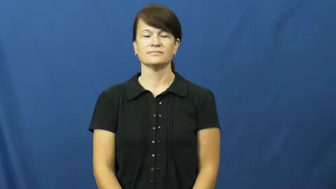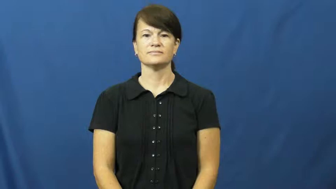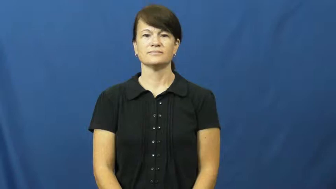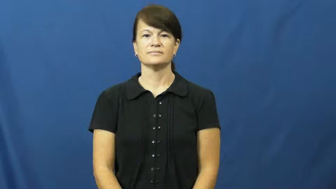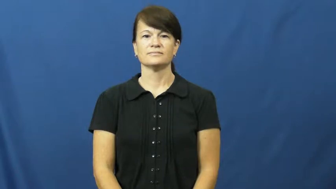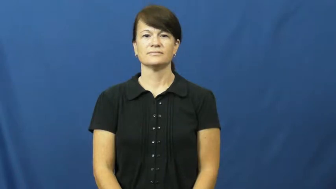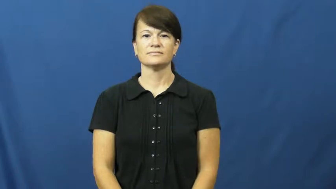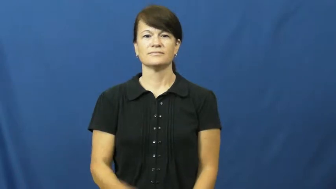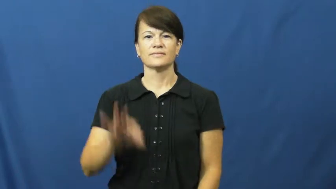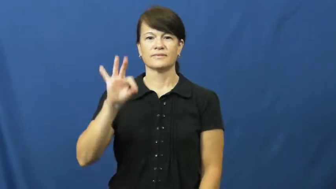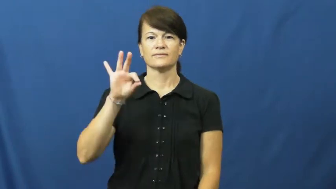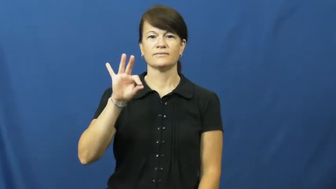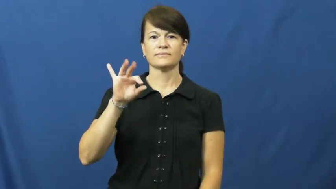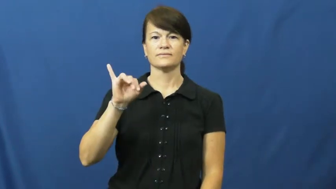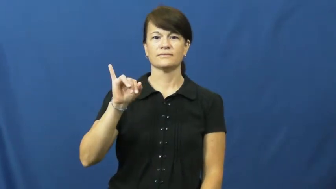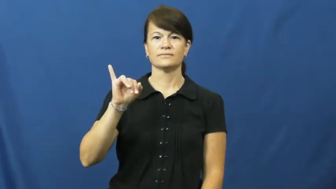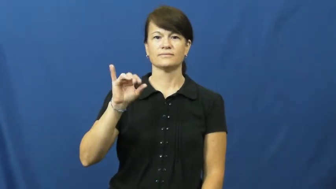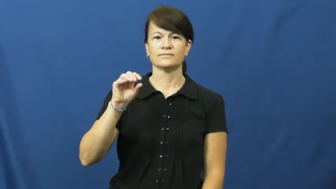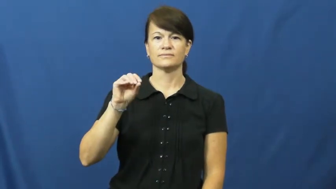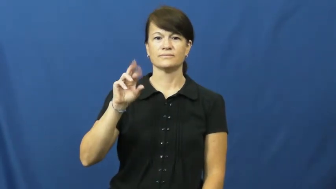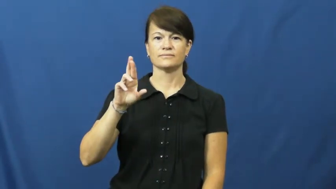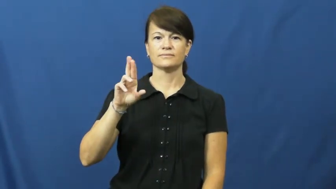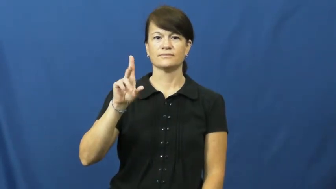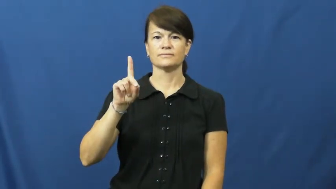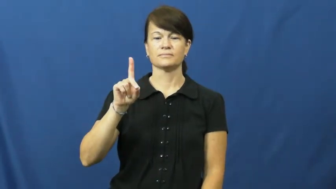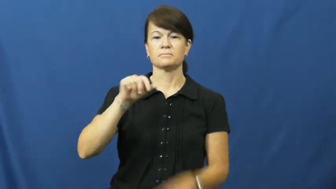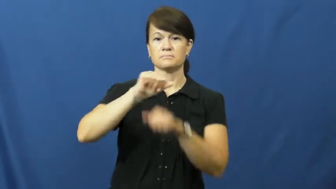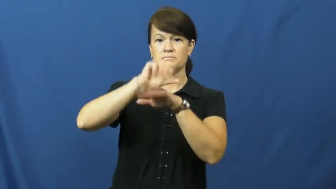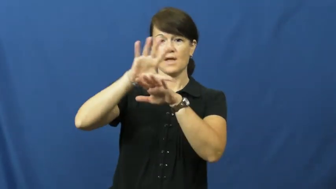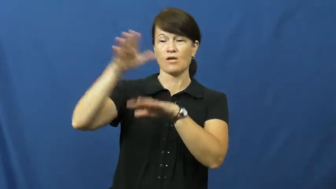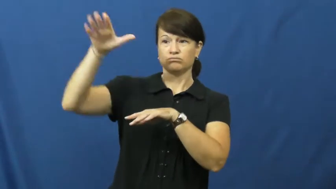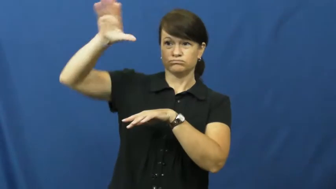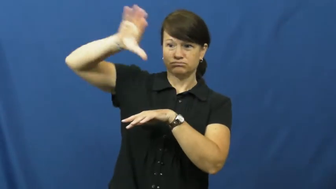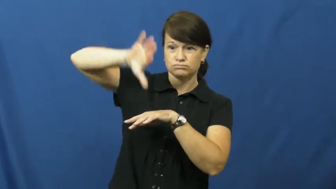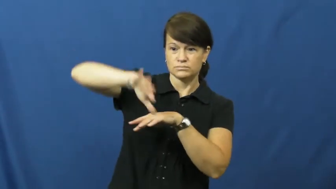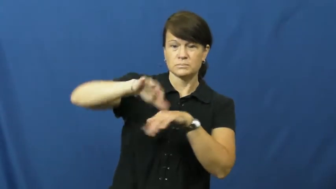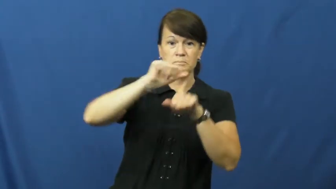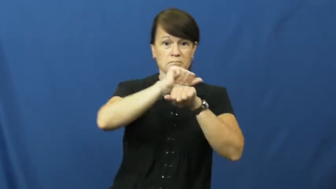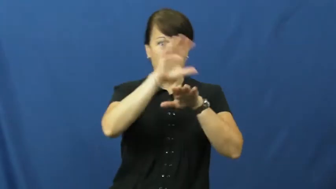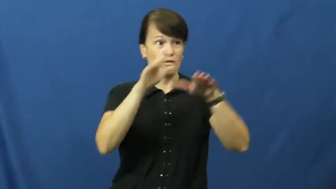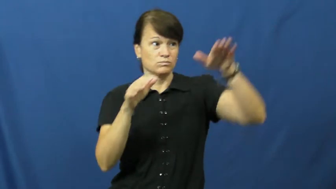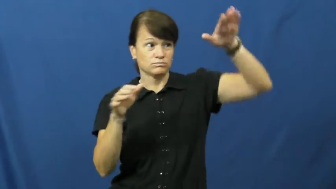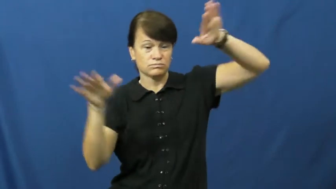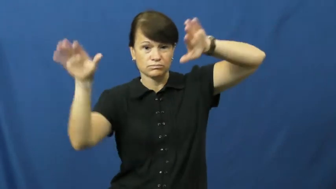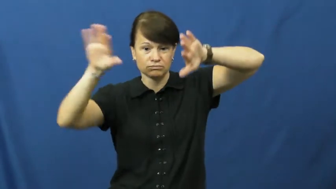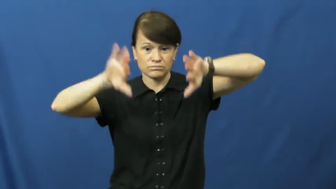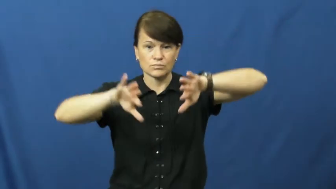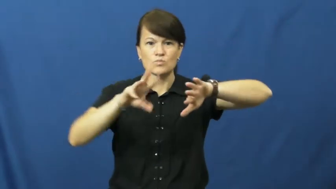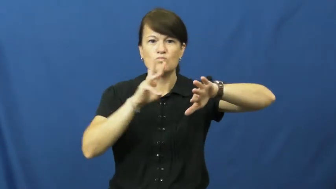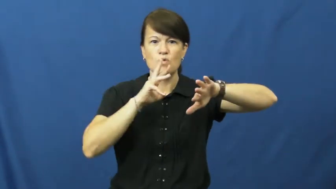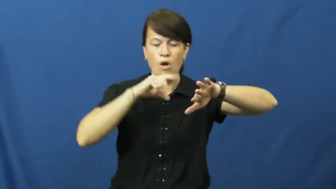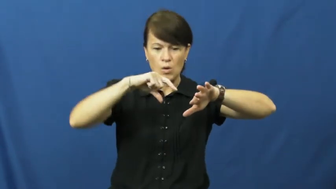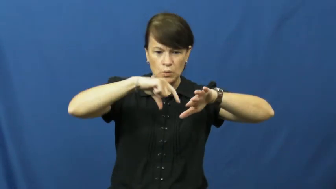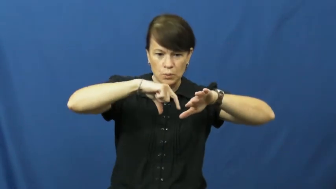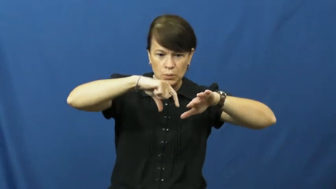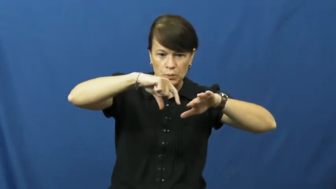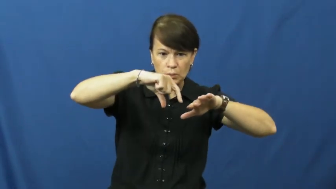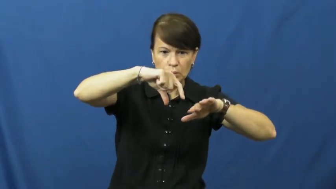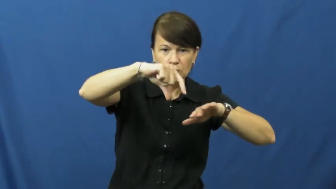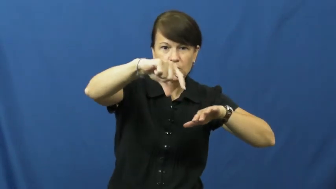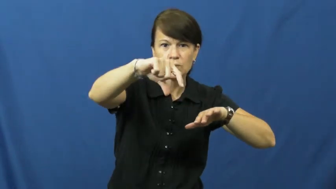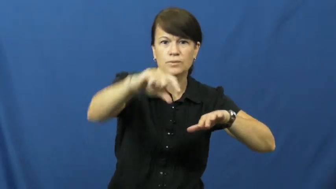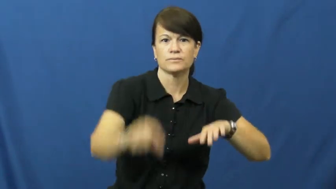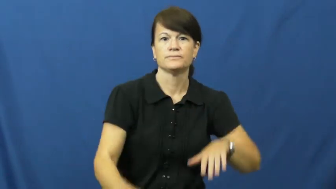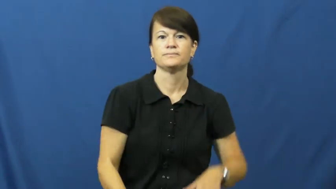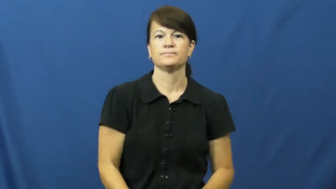fiord